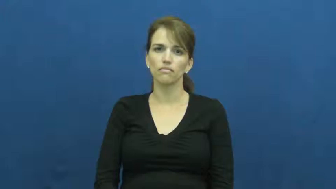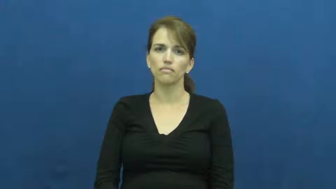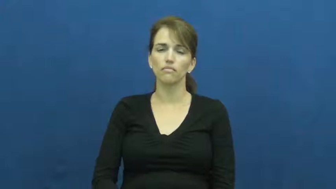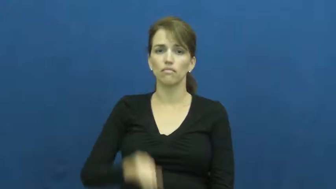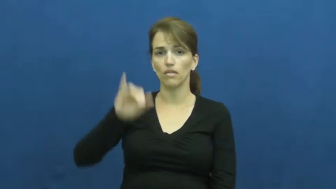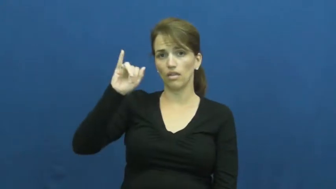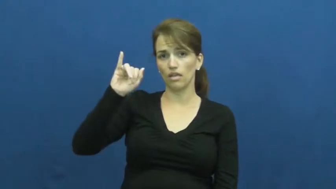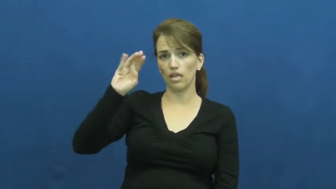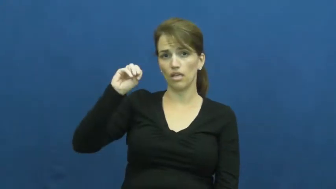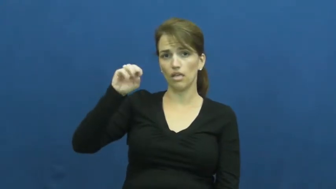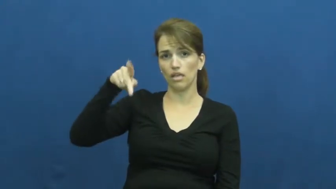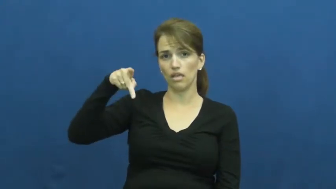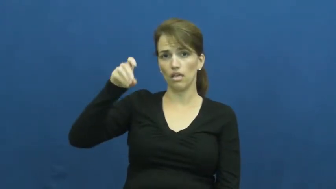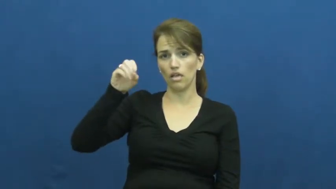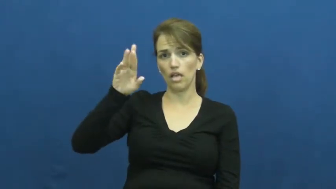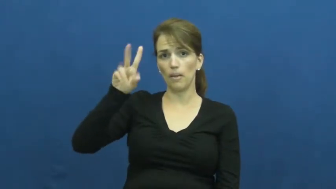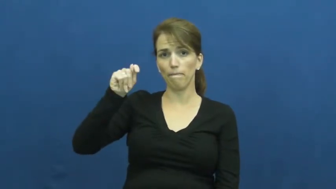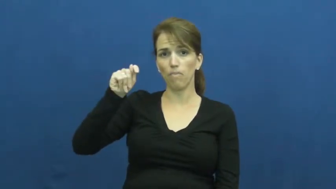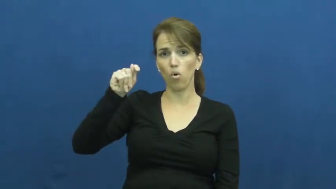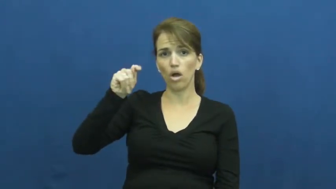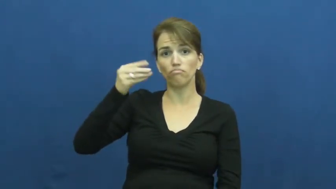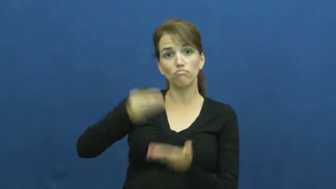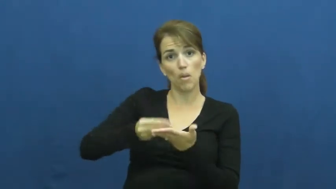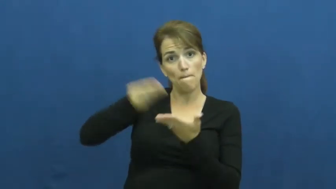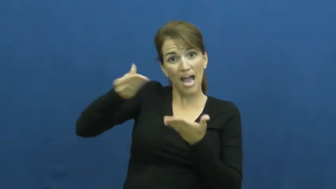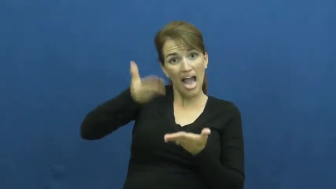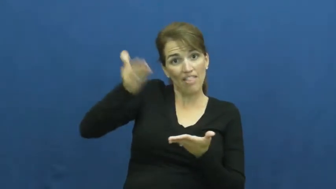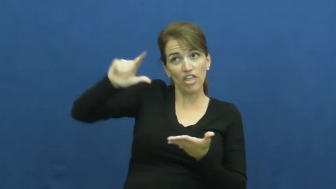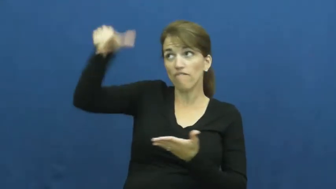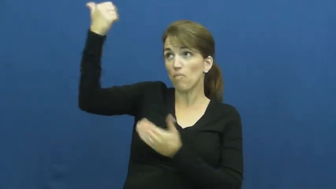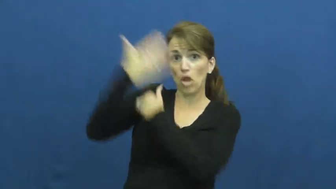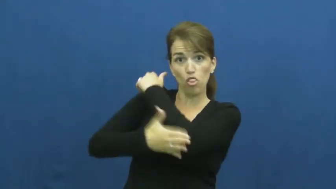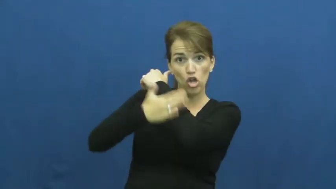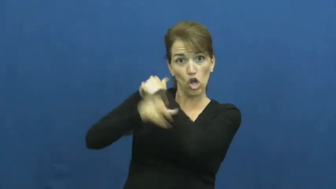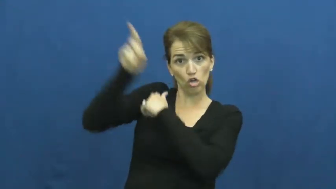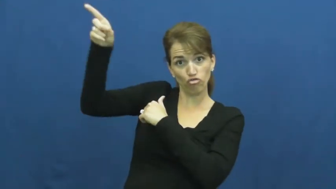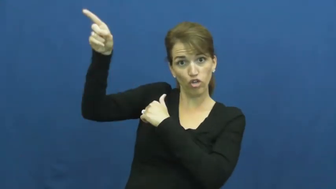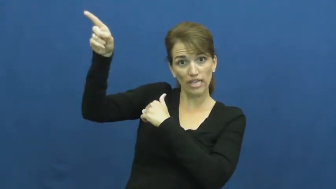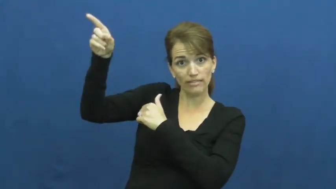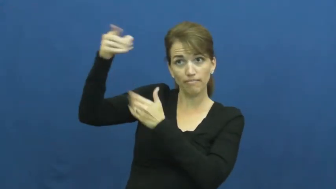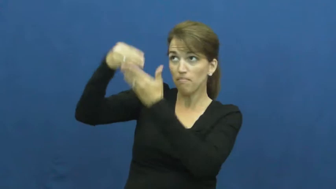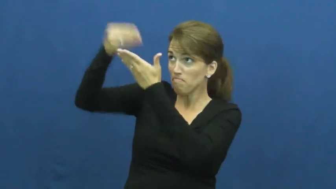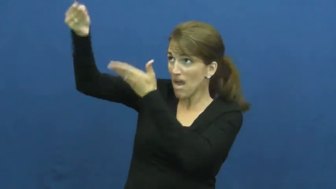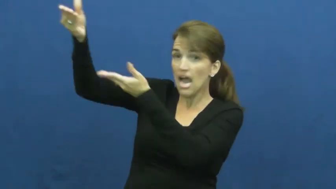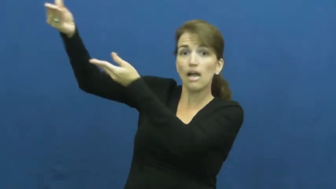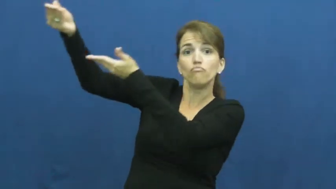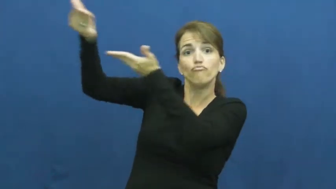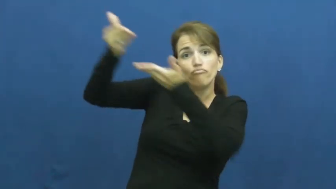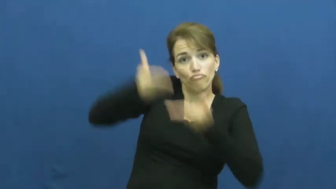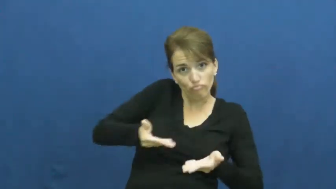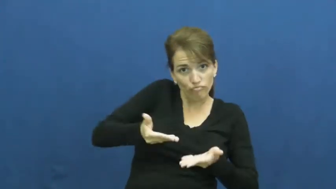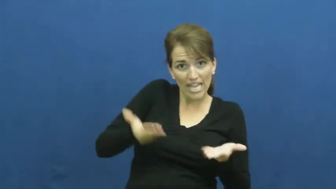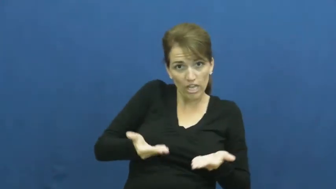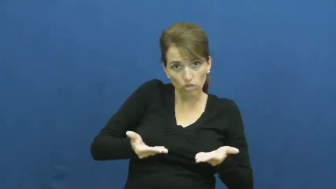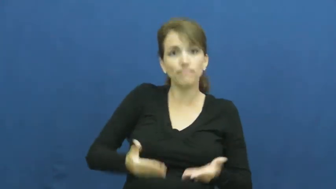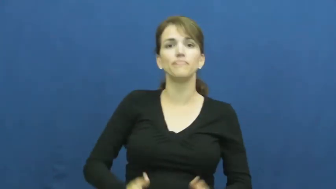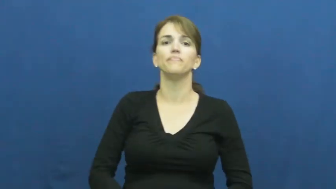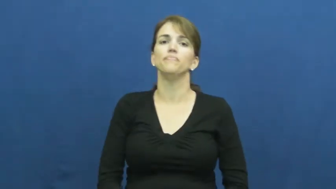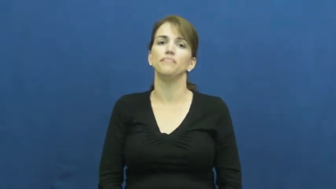import